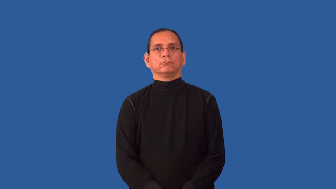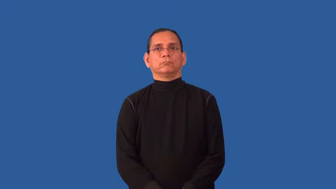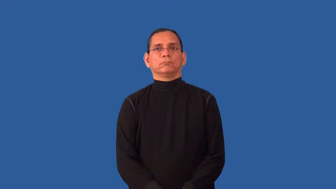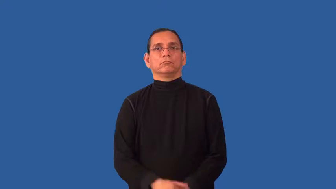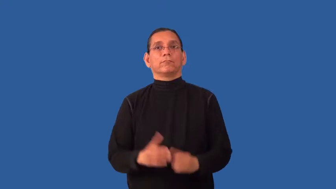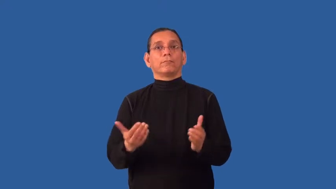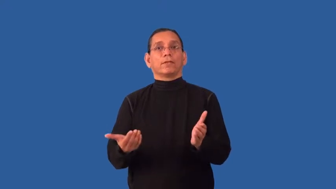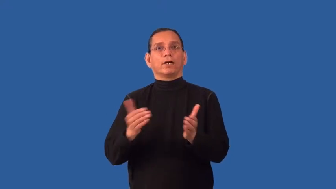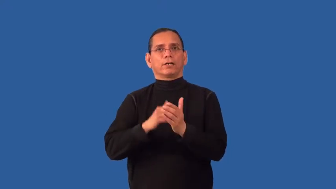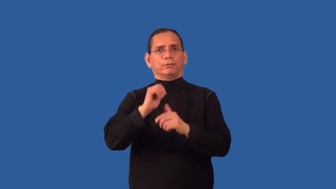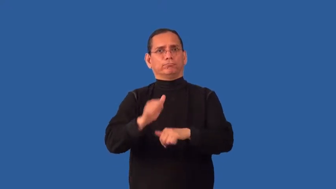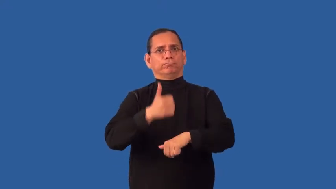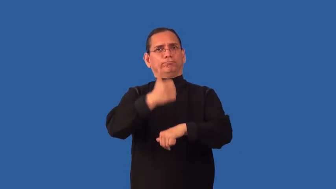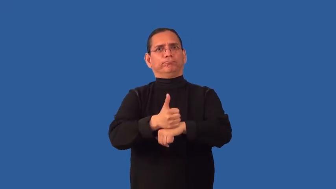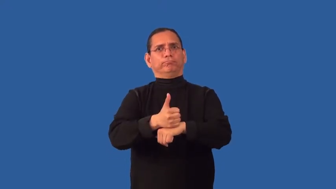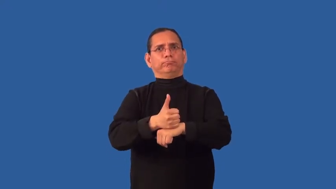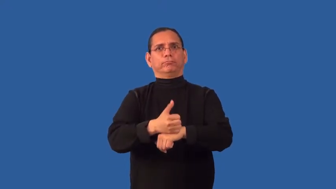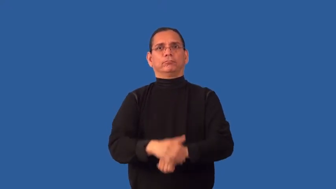reestablish